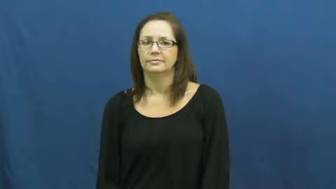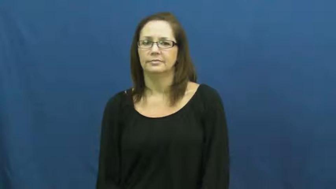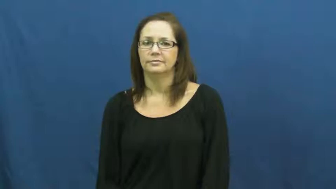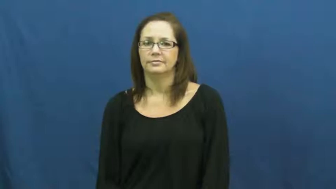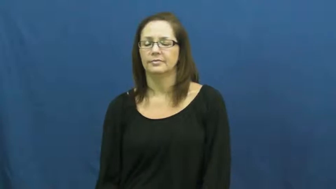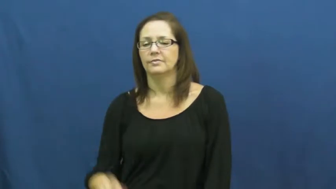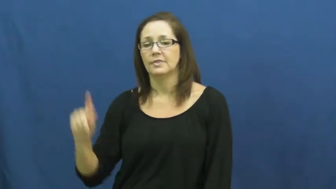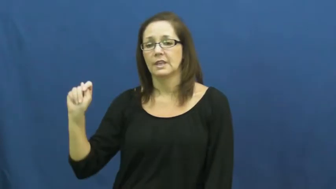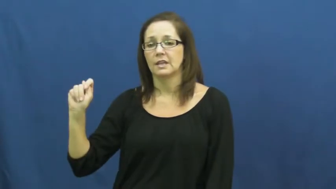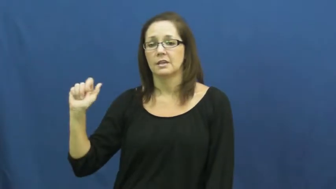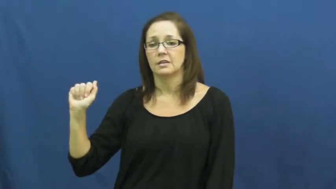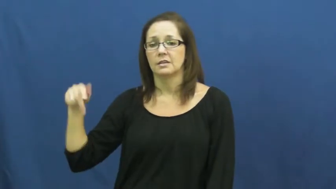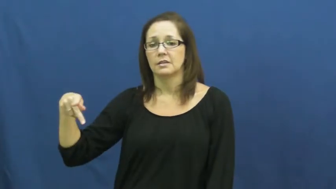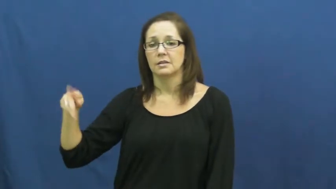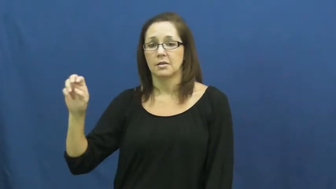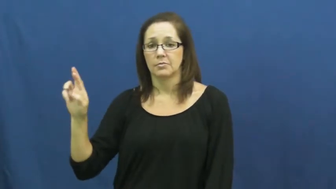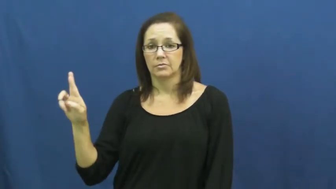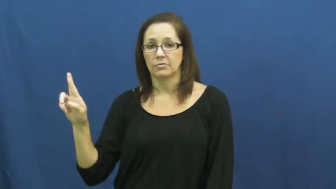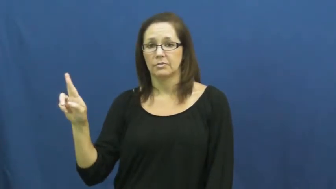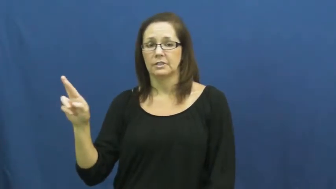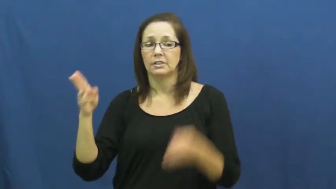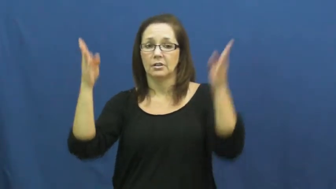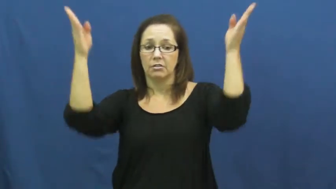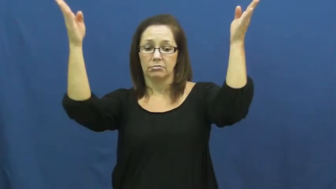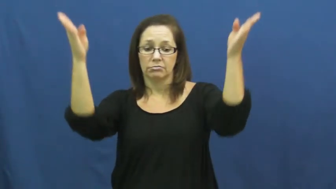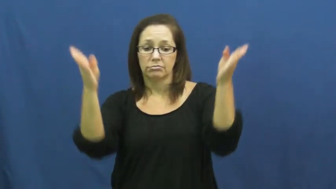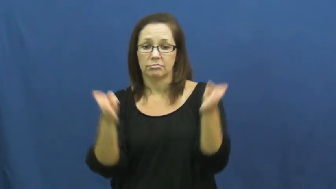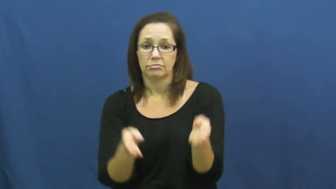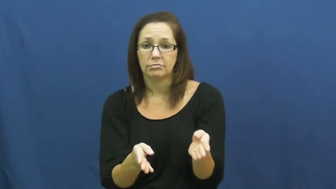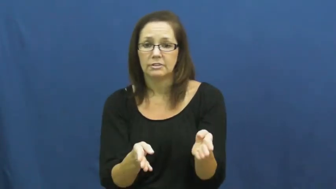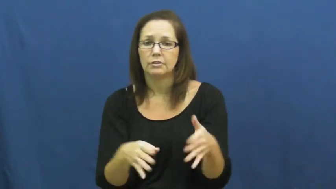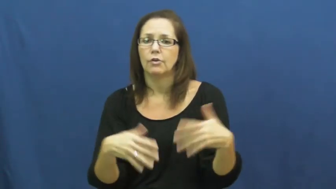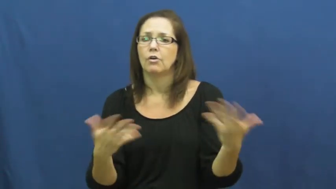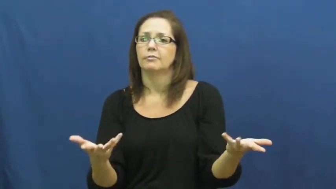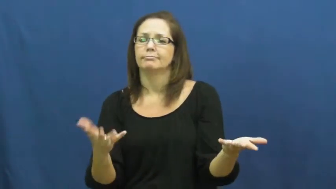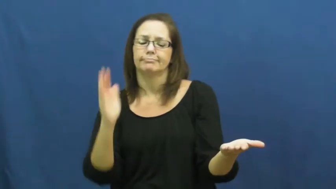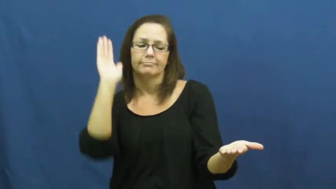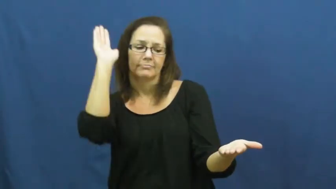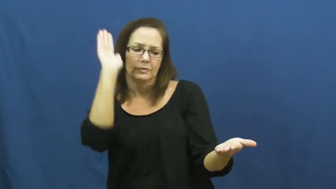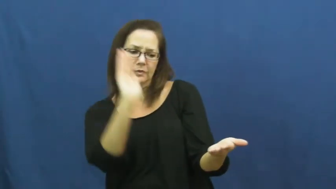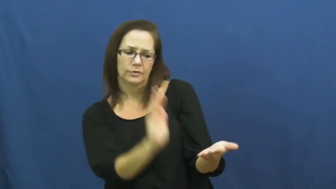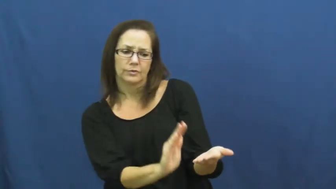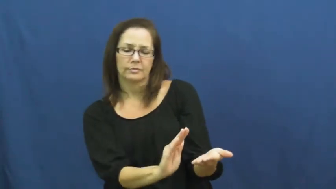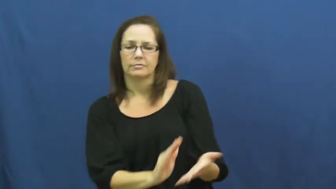taper,acuminate